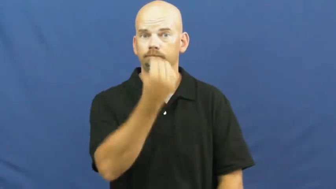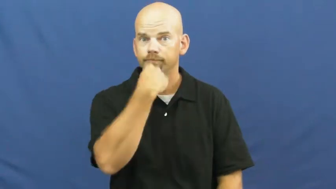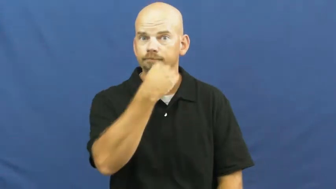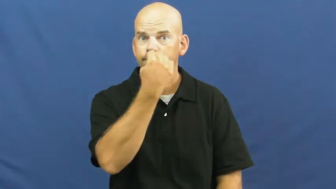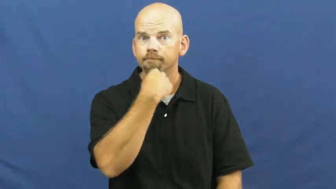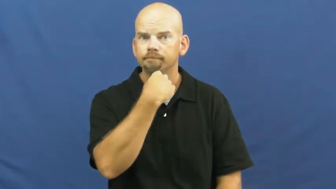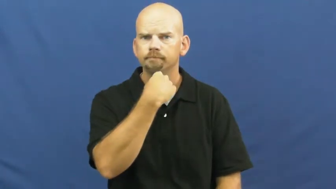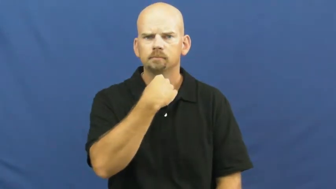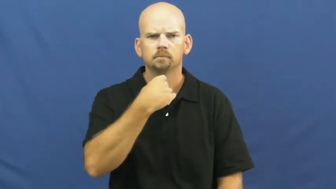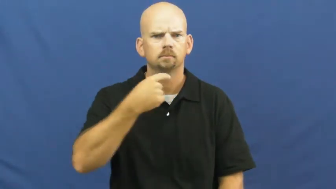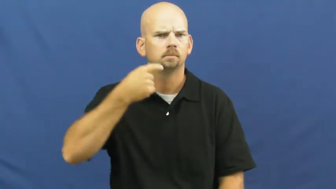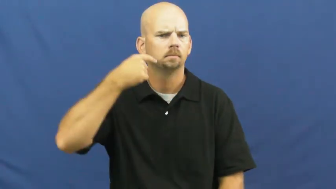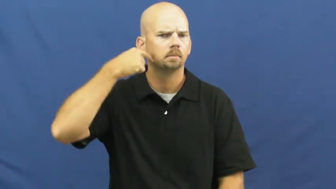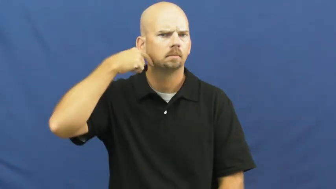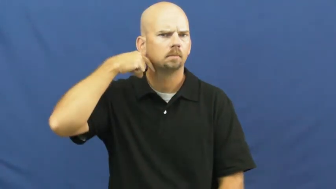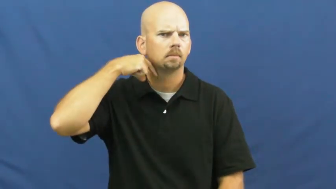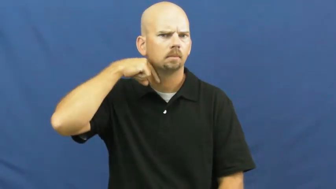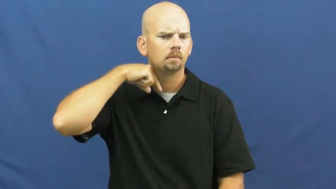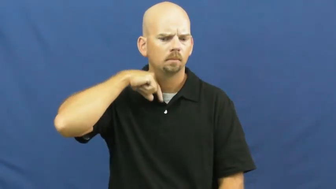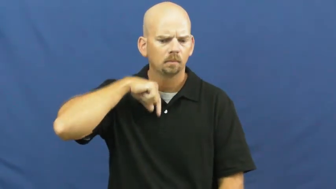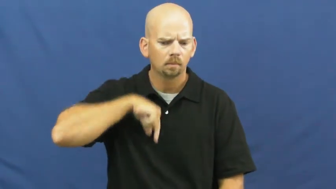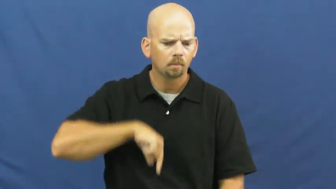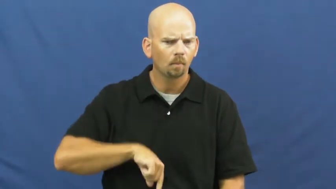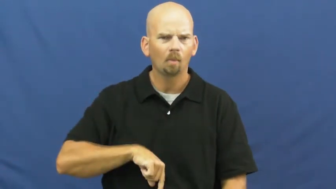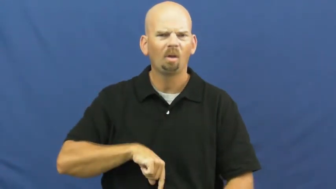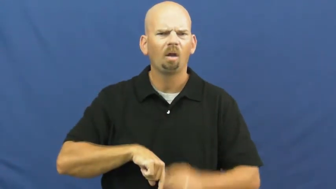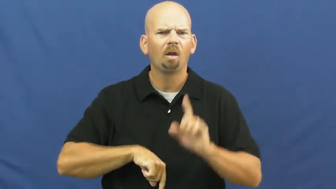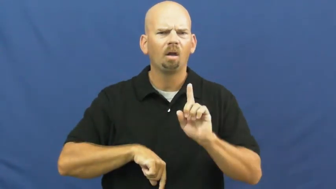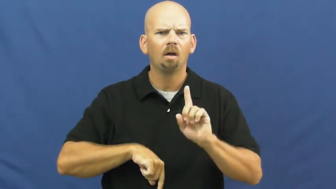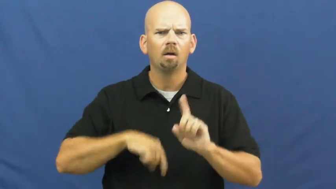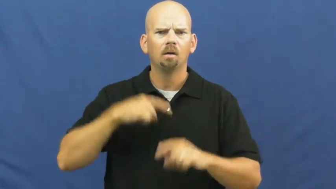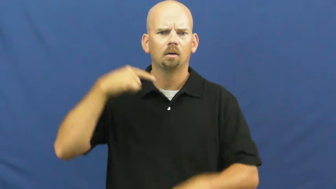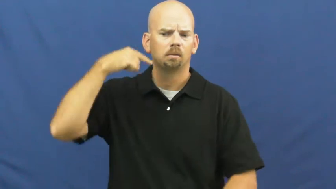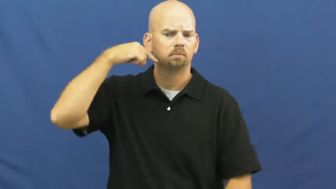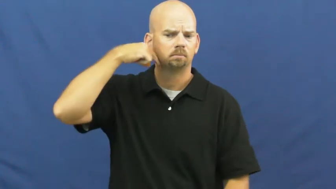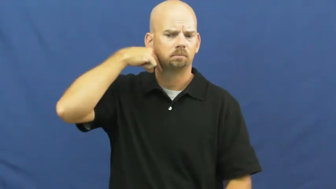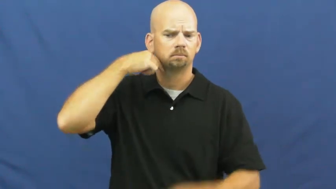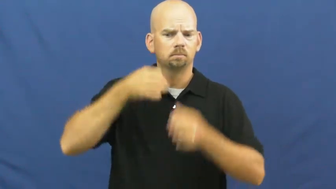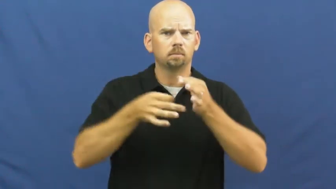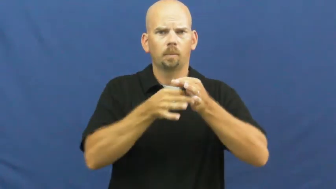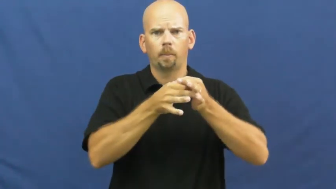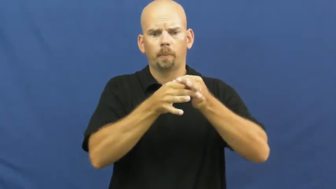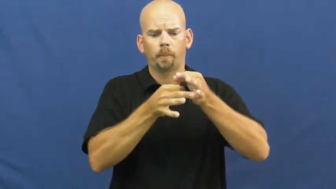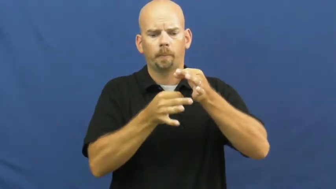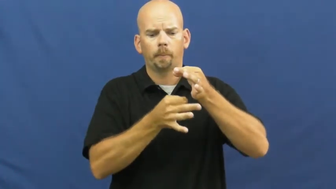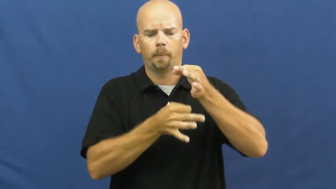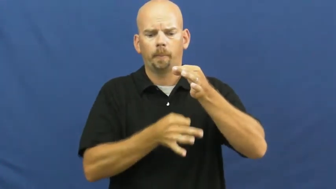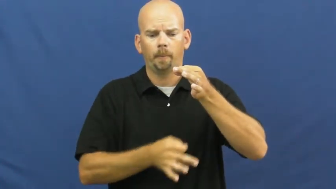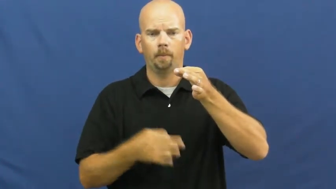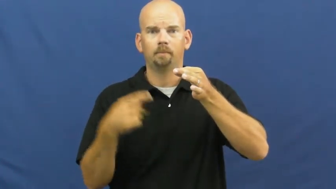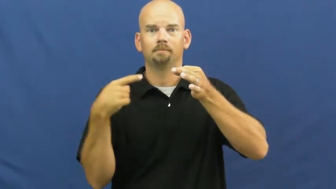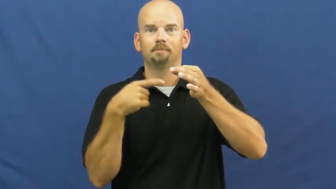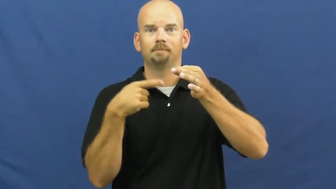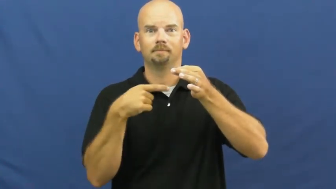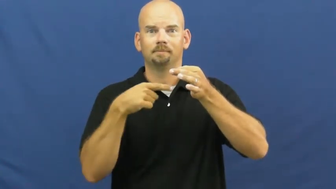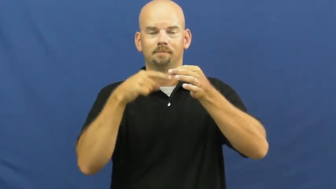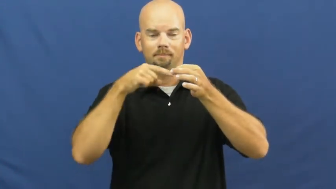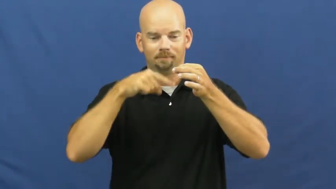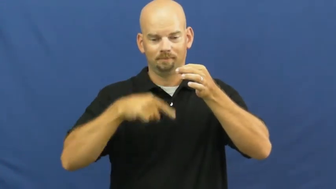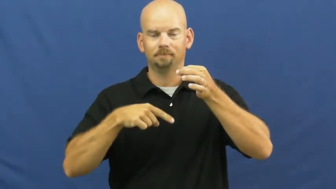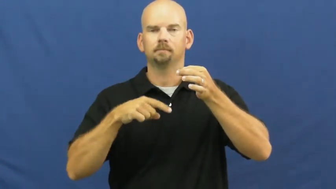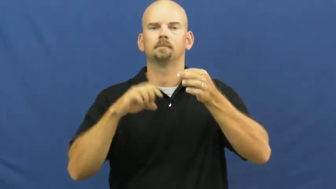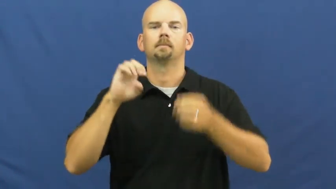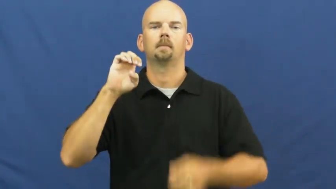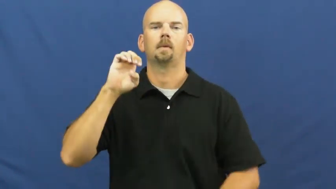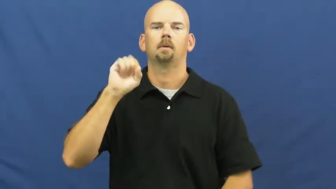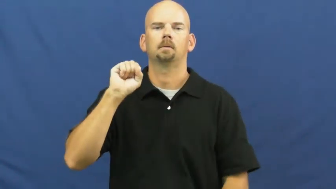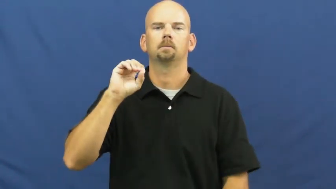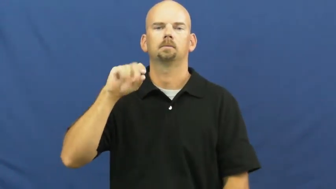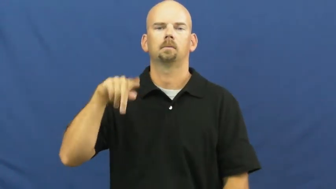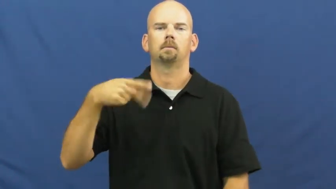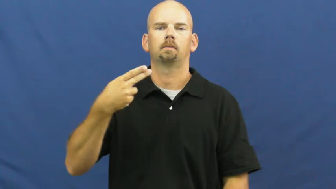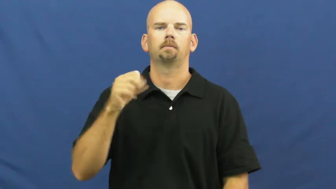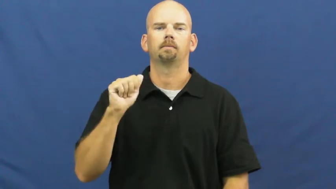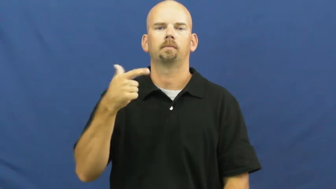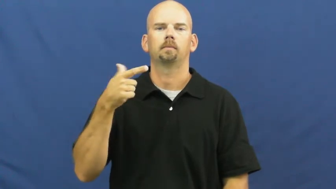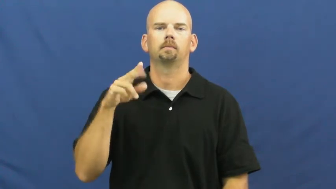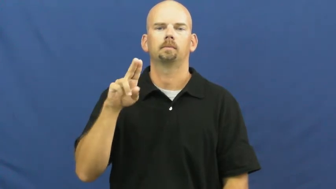esophagus,gullet